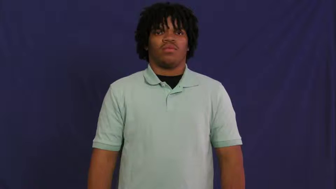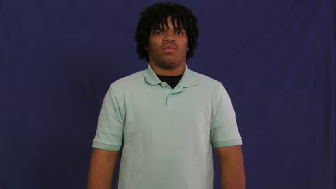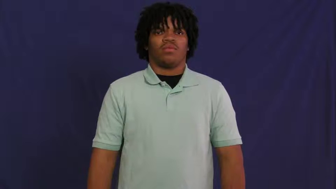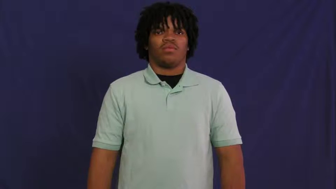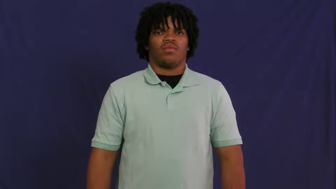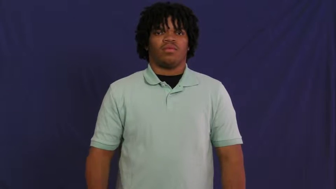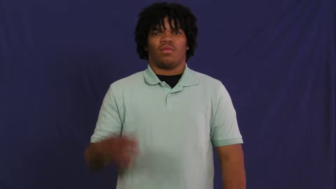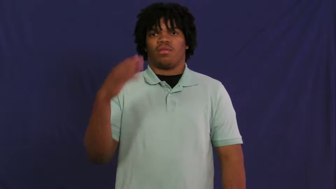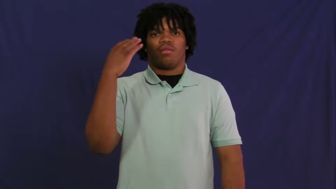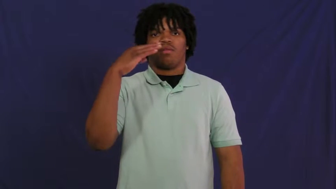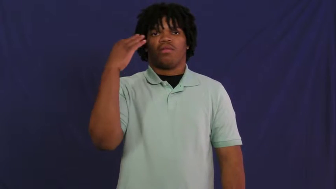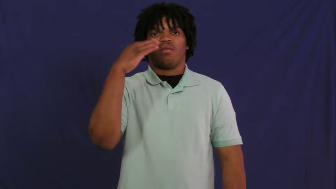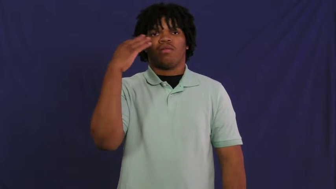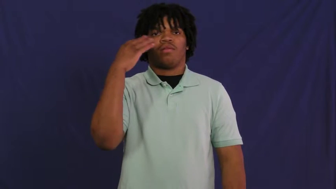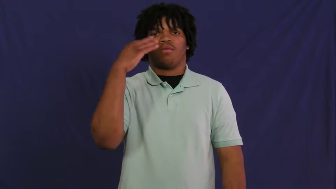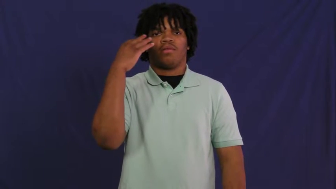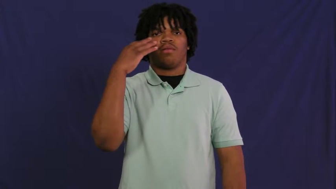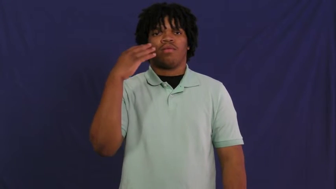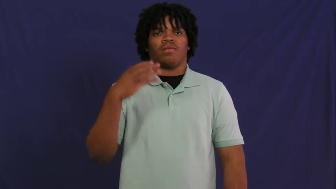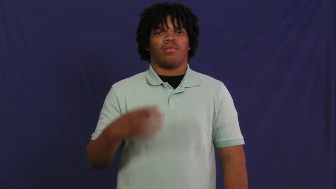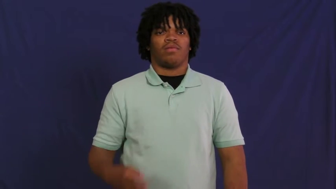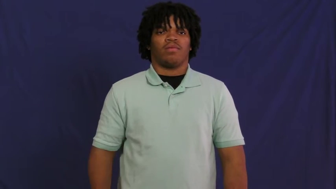insane,mad,certifiable,crackpot,crazed,fey,fruity,headcase,kook,nutcase,balmy,barmy